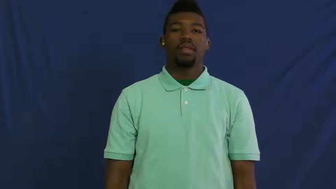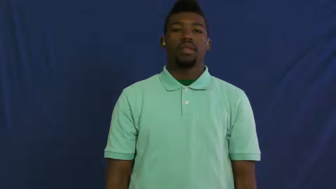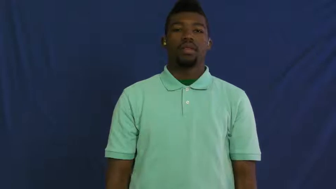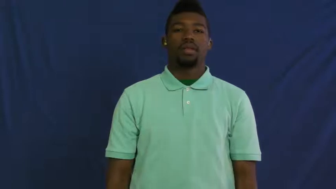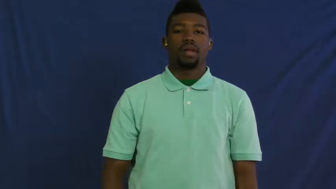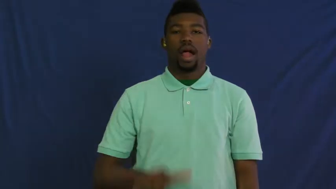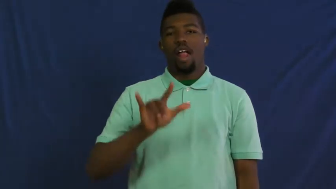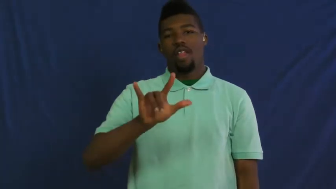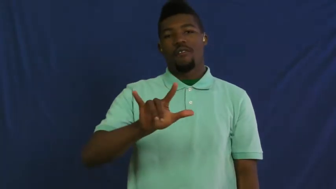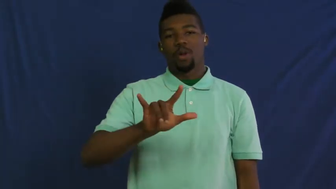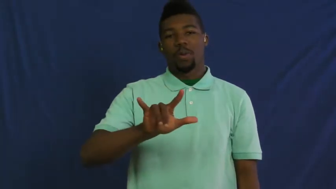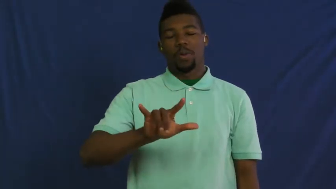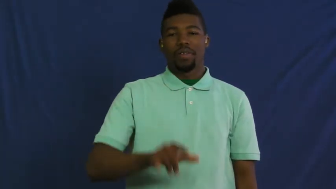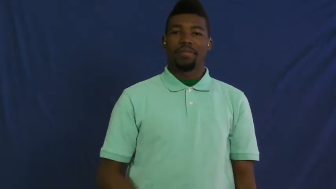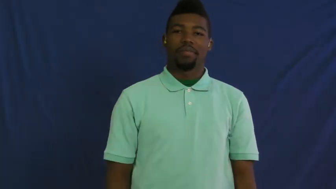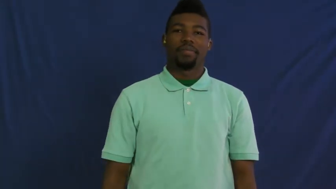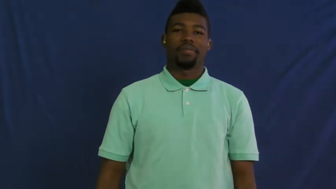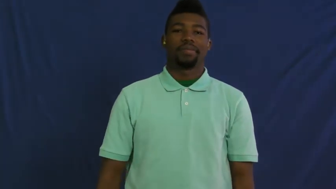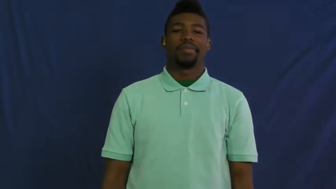i love you